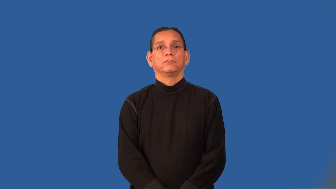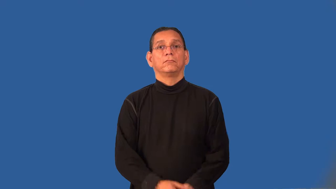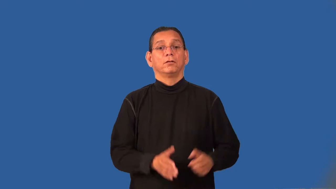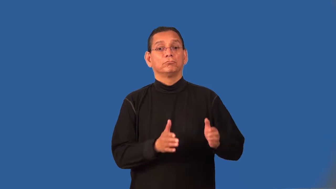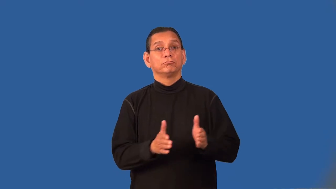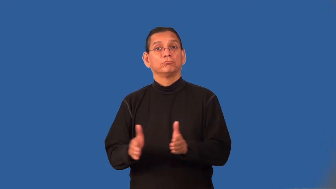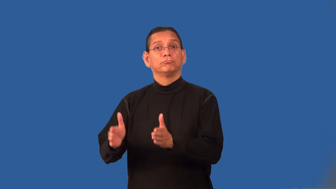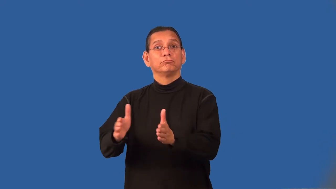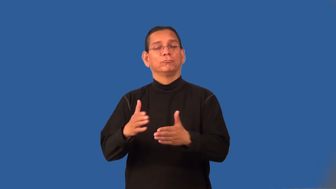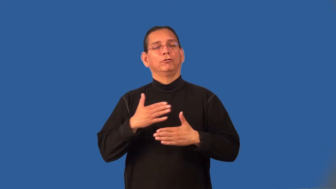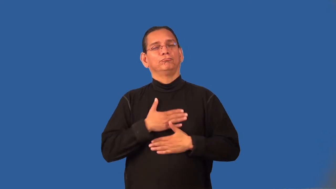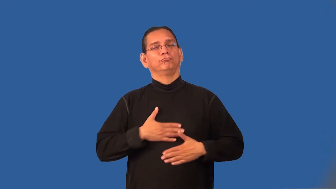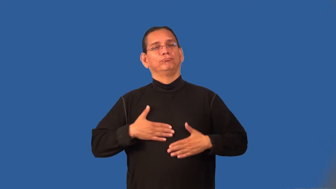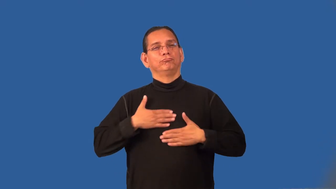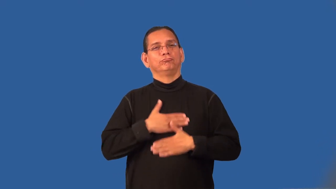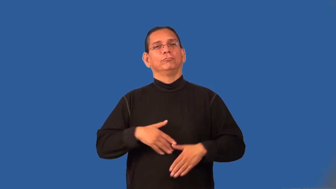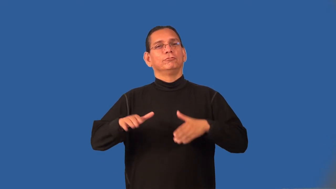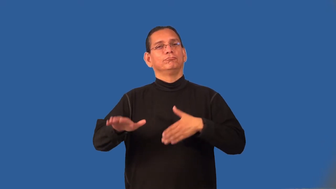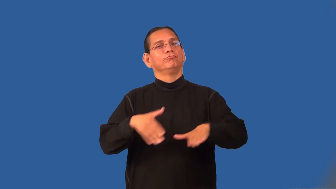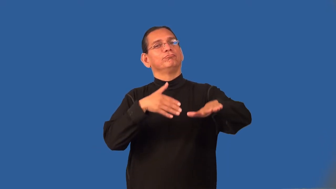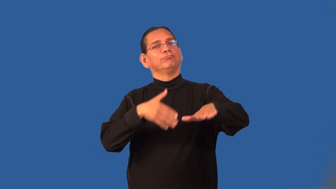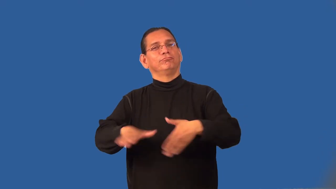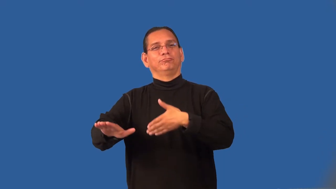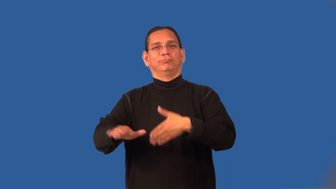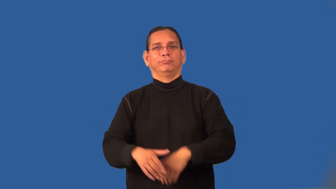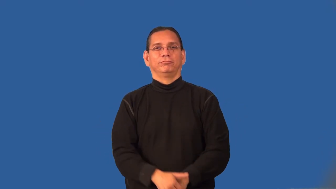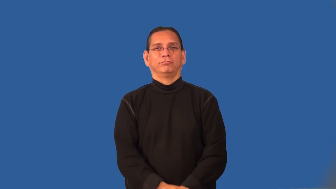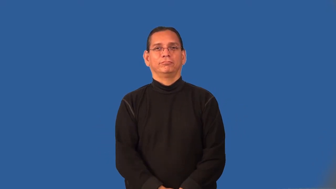promenade-place to walk